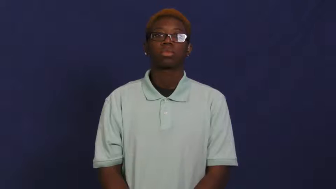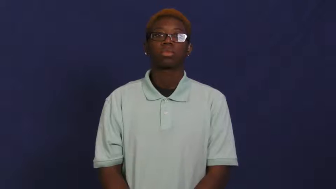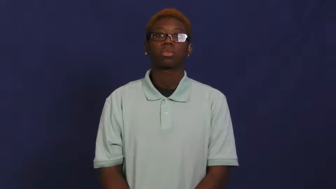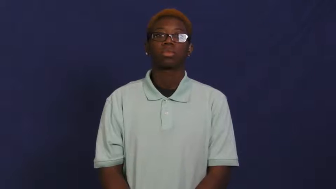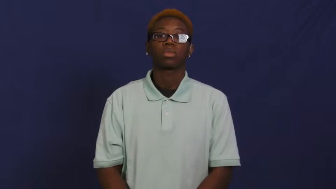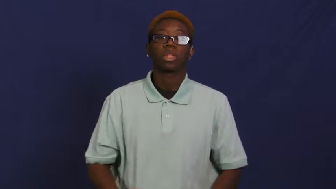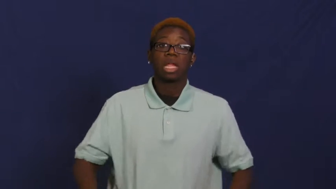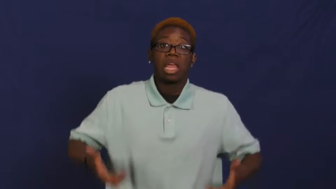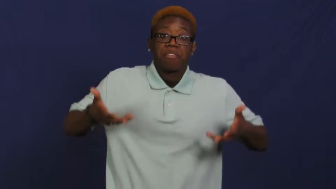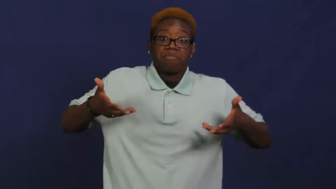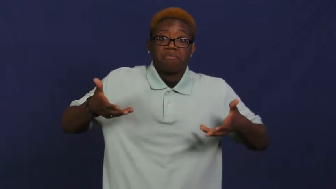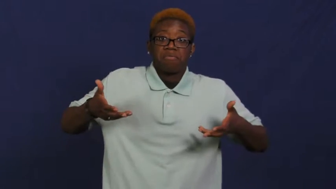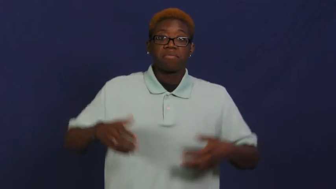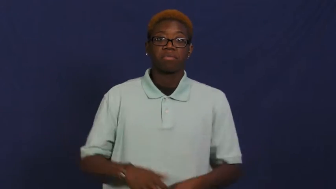lift,lift up,pick up